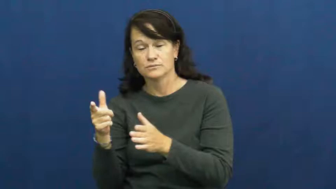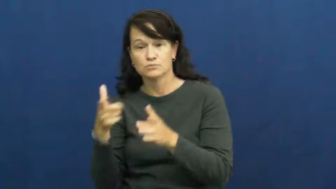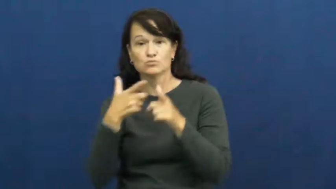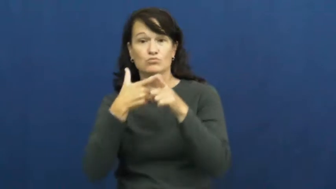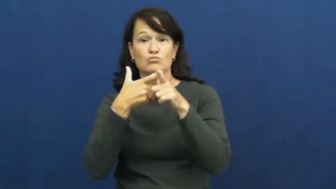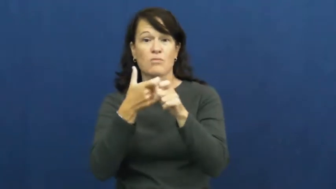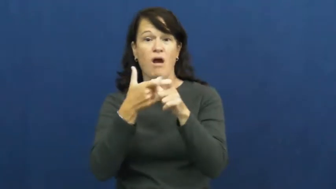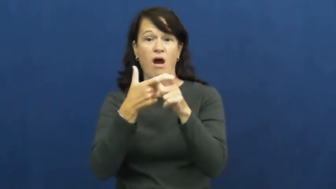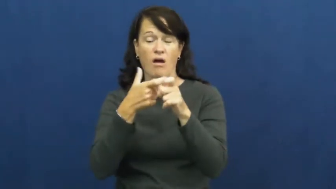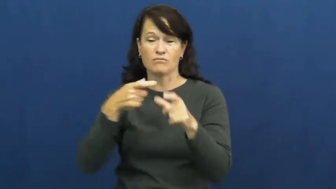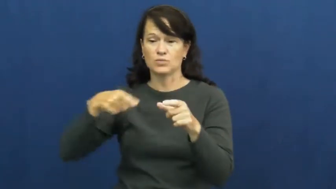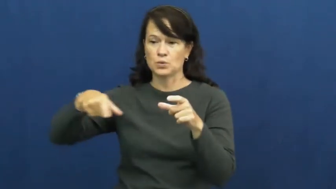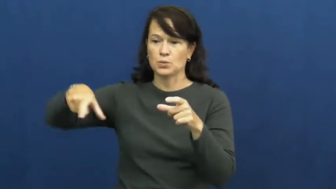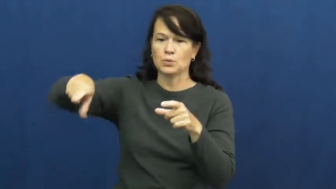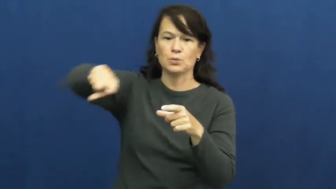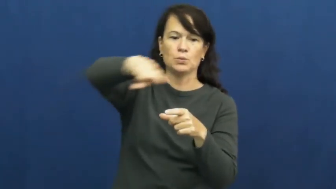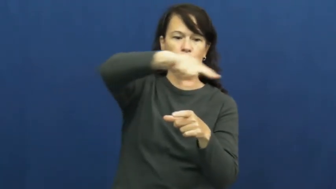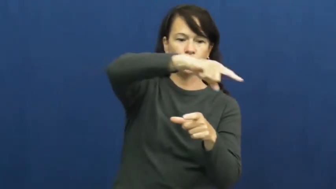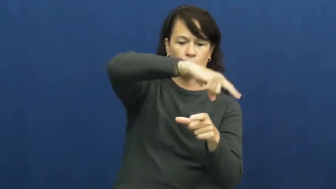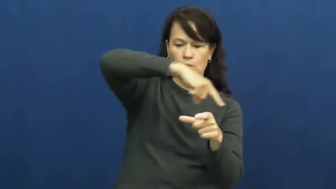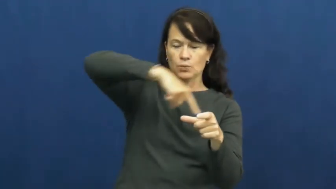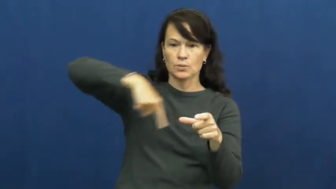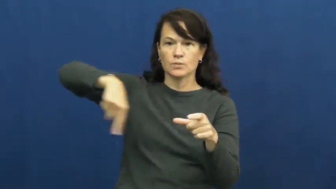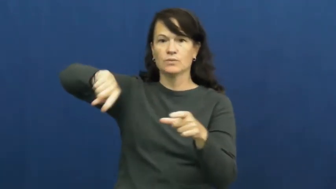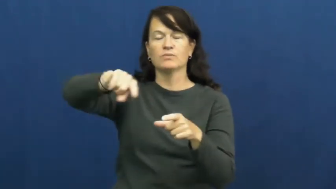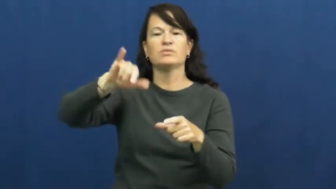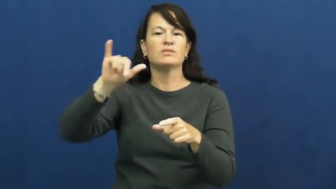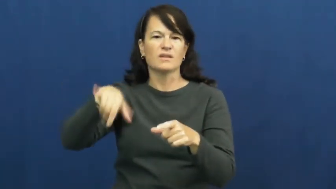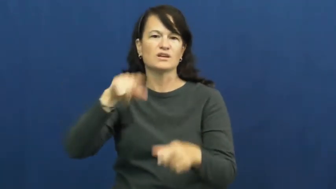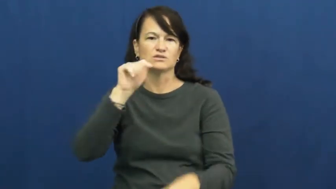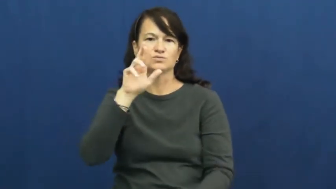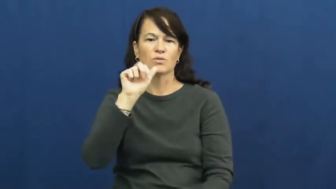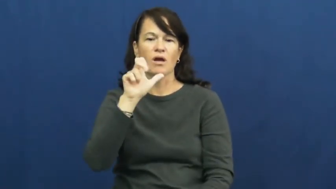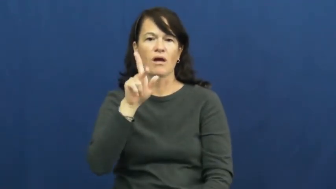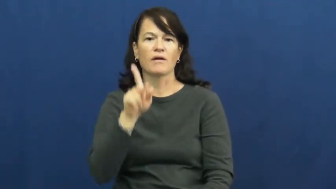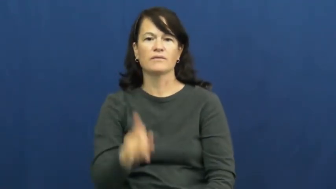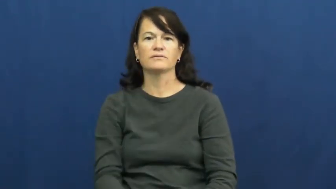track-running